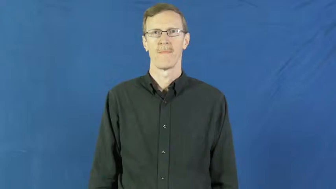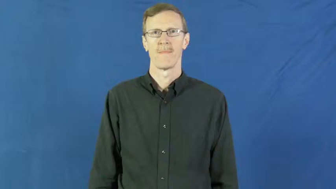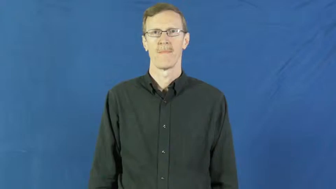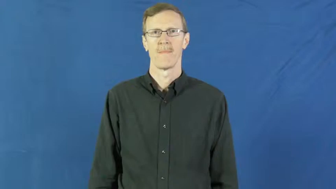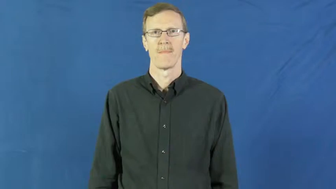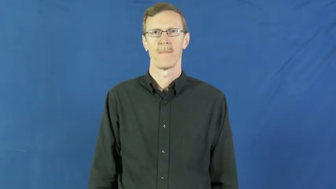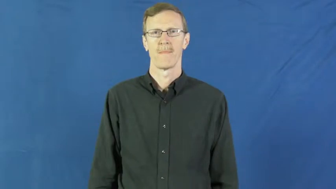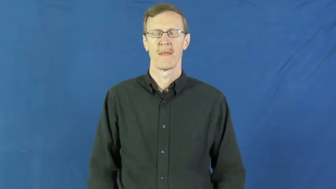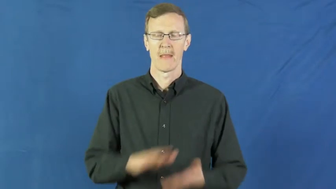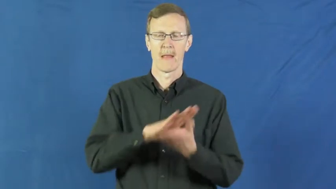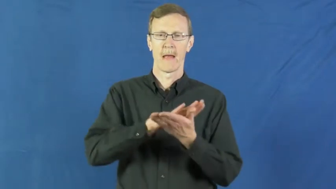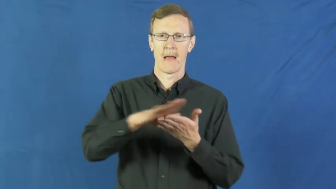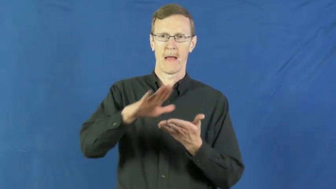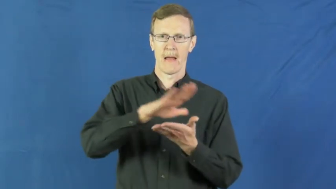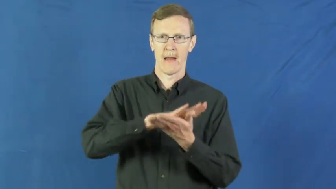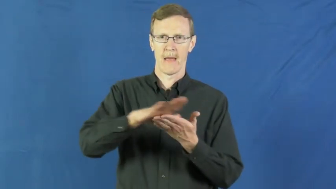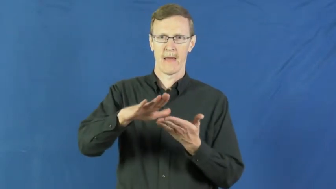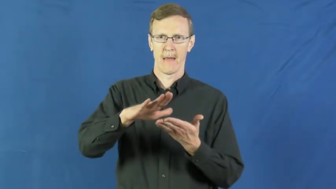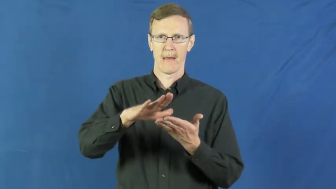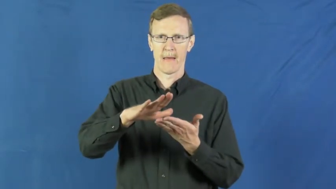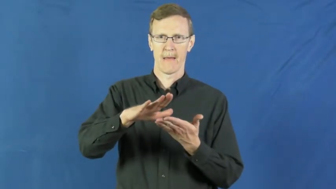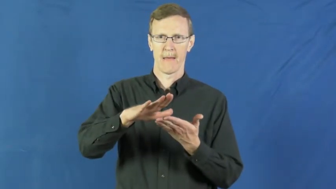go over-clean